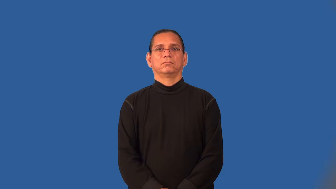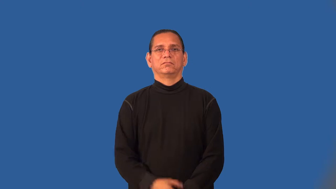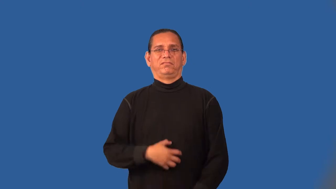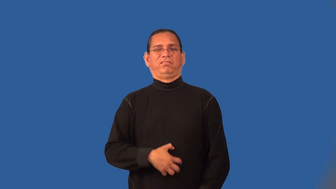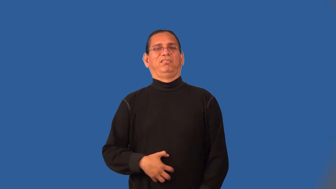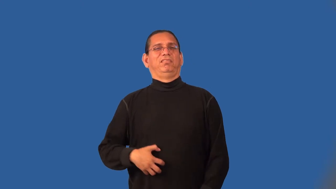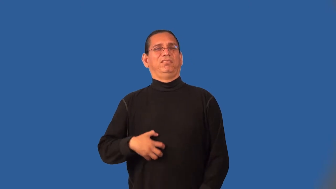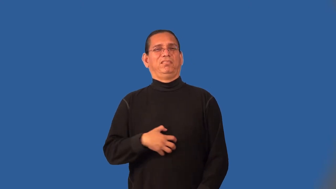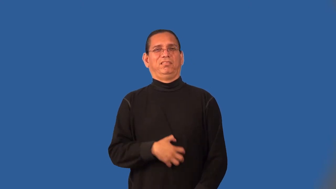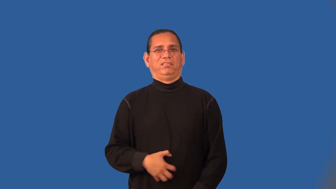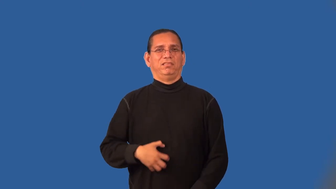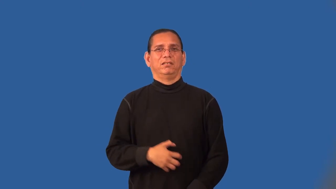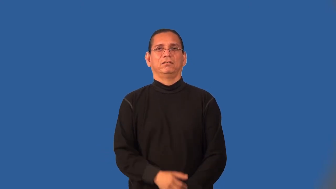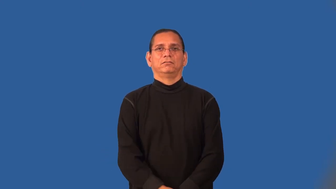sicken